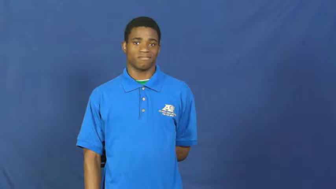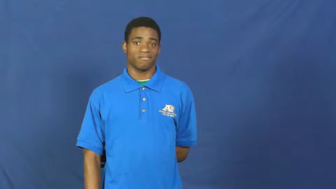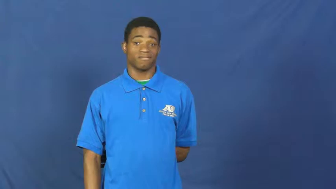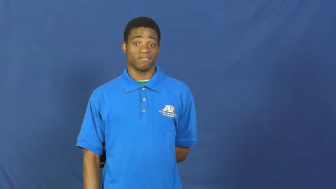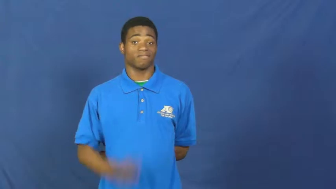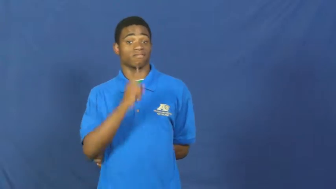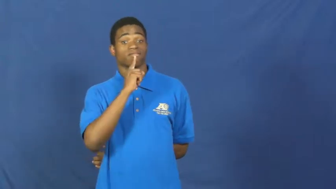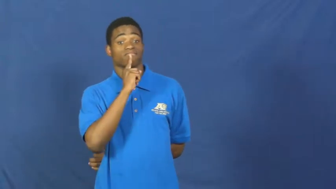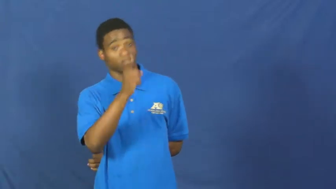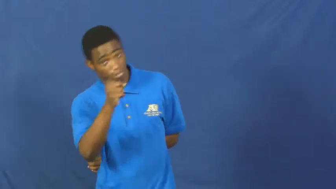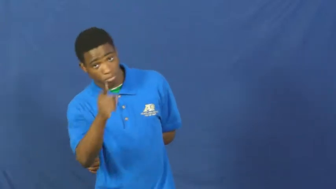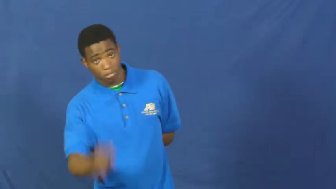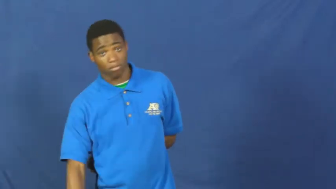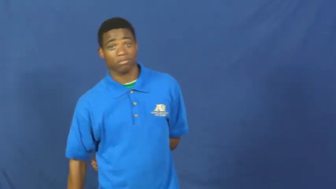sure,positive,absolutely,cocksure,essentially,forsooth,belike